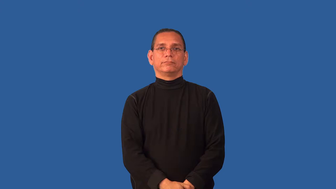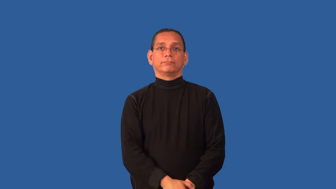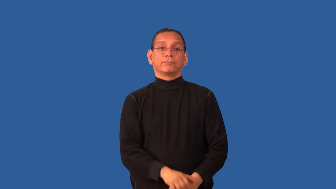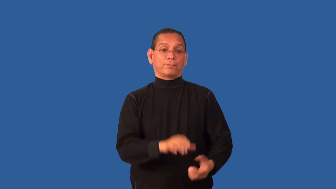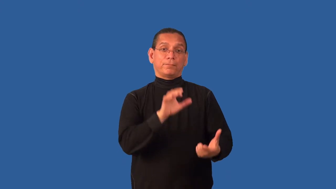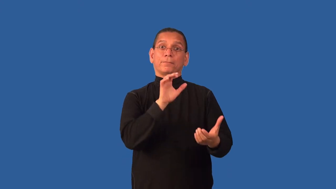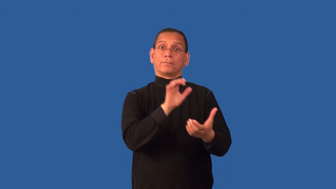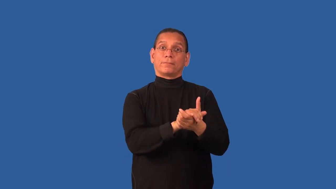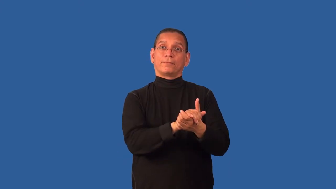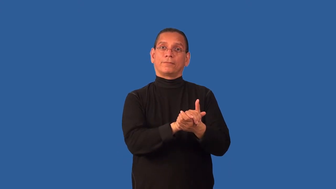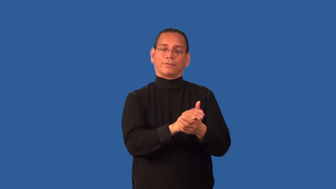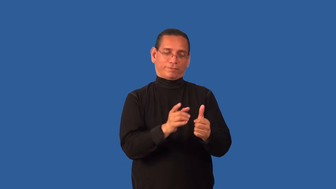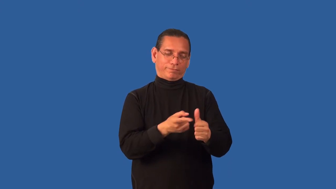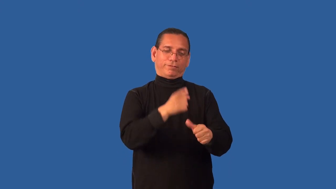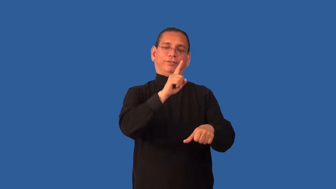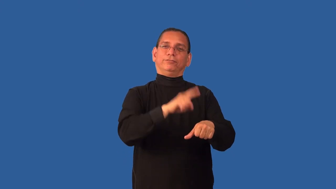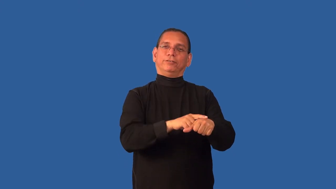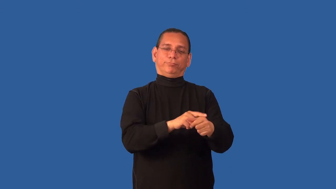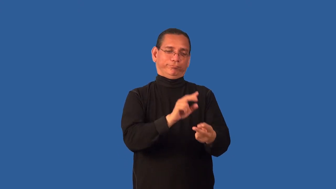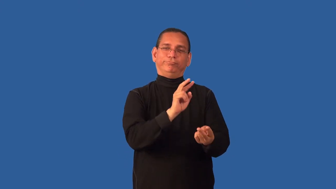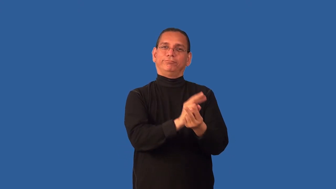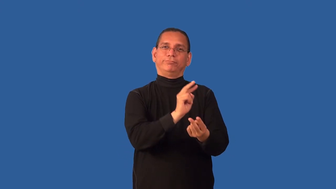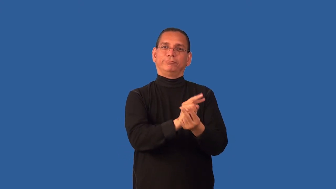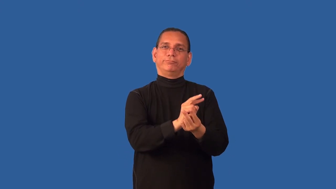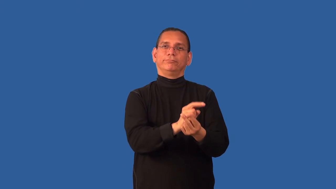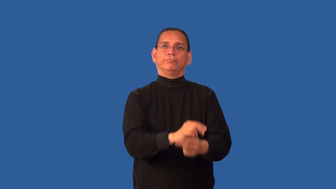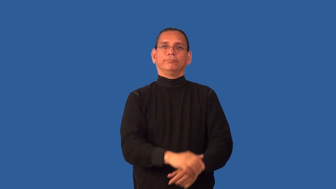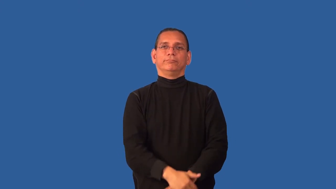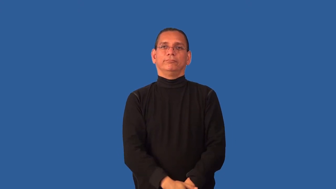consummate-marriage